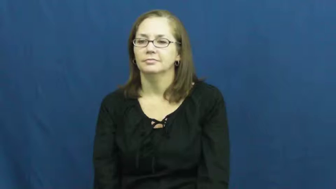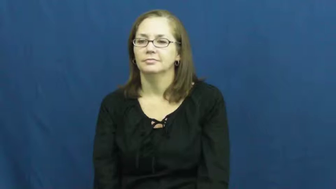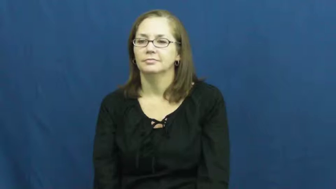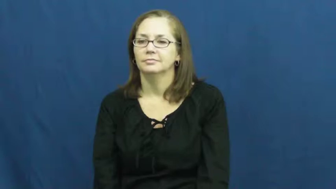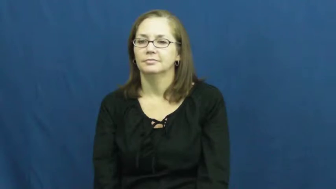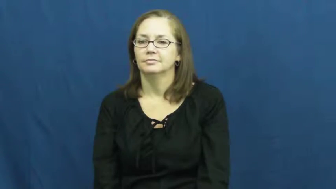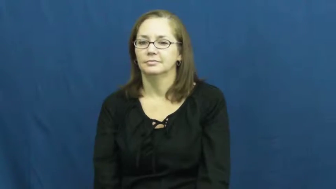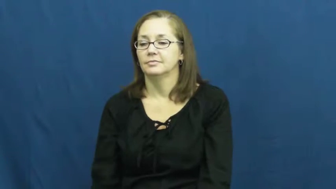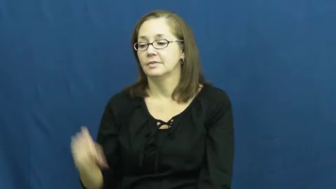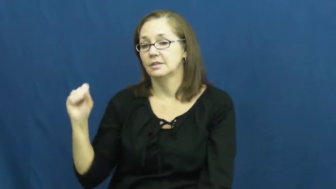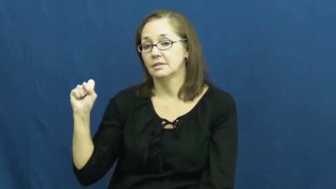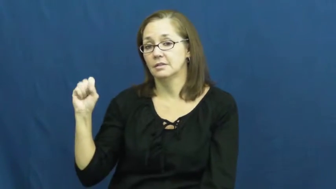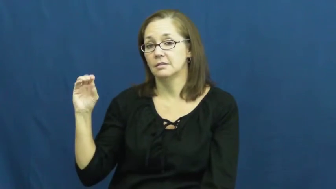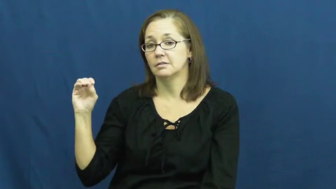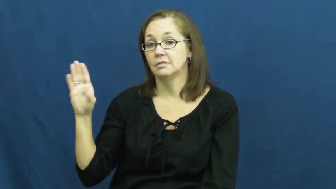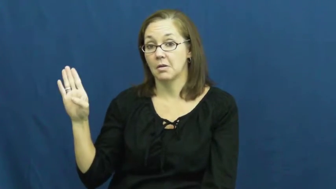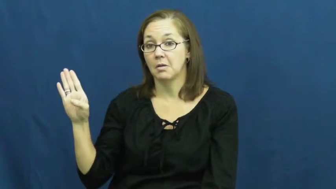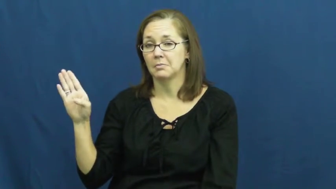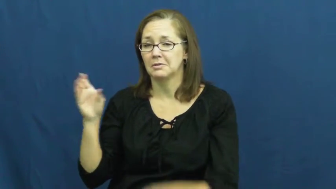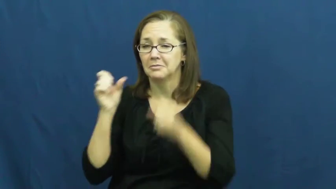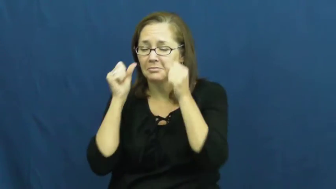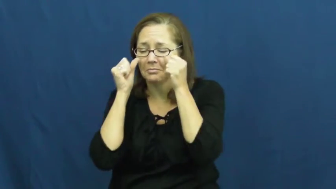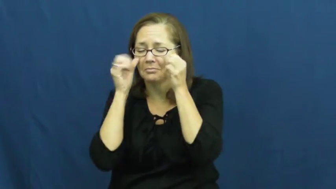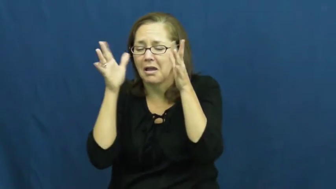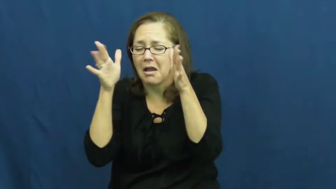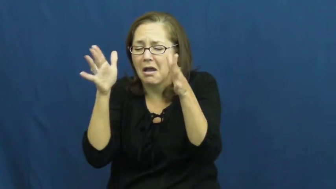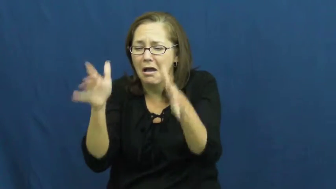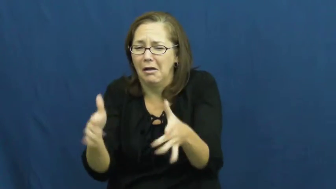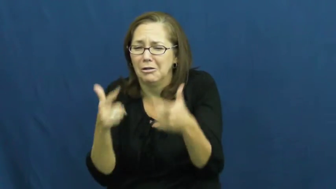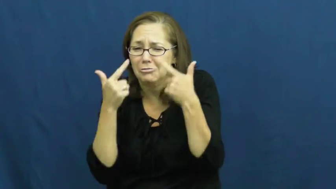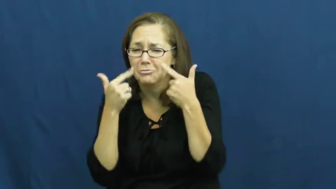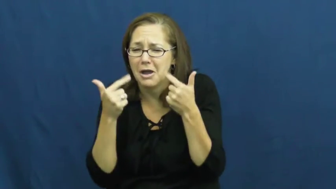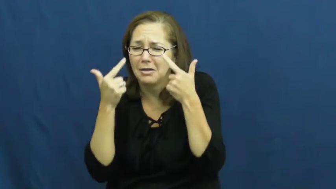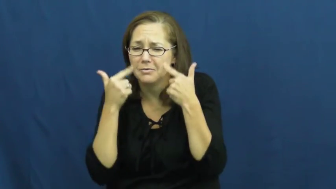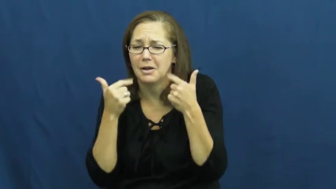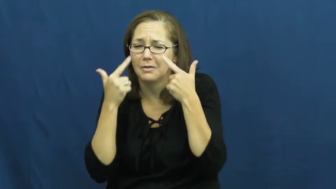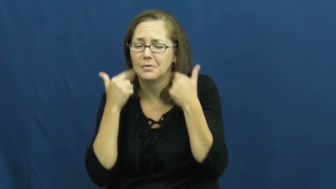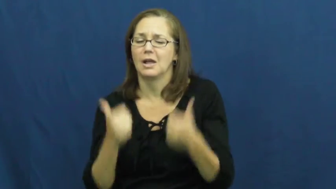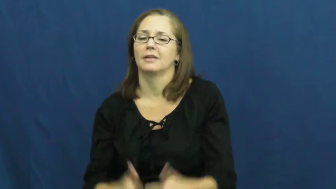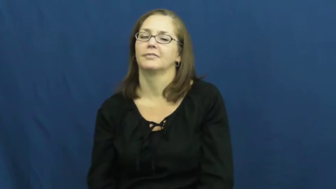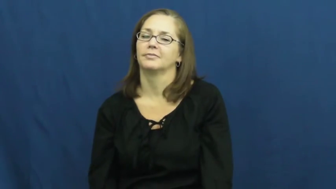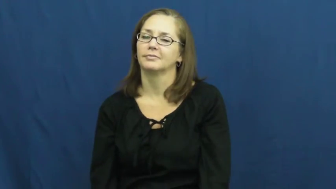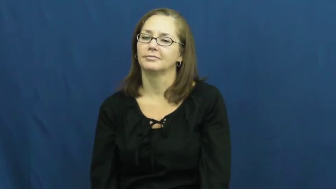sob